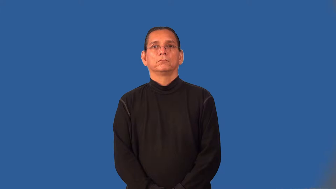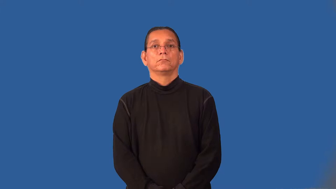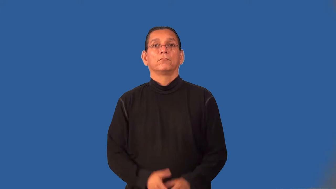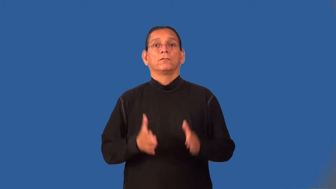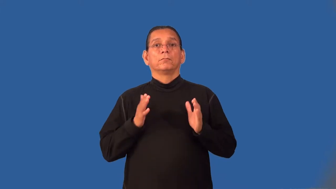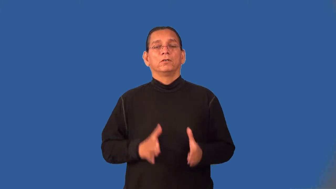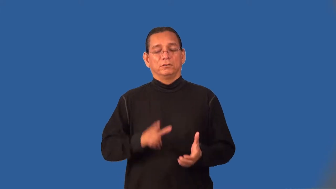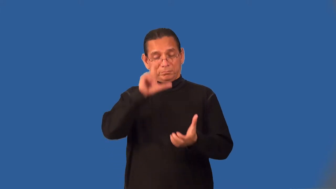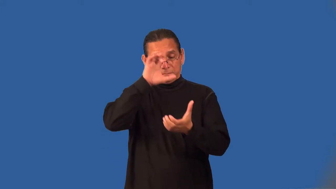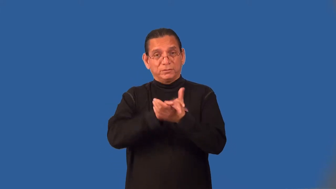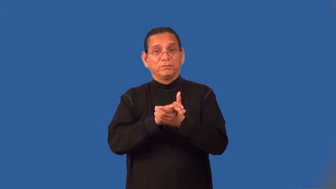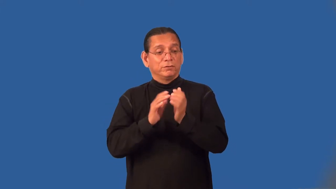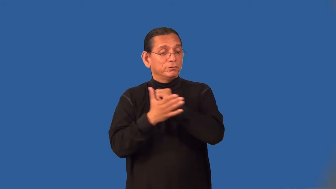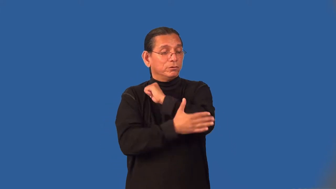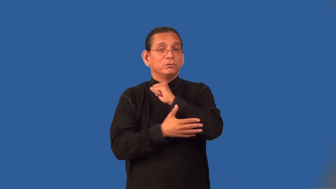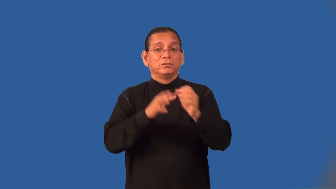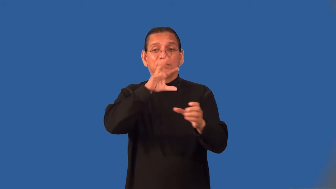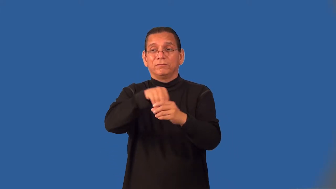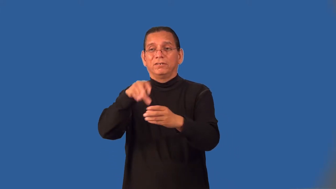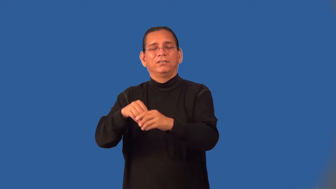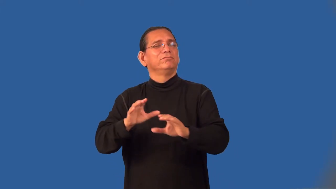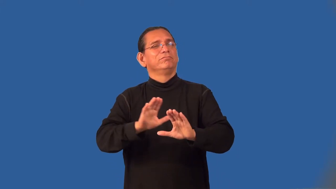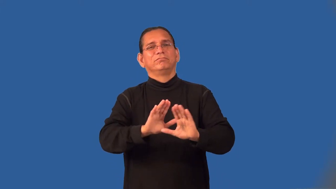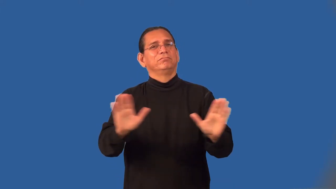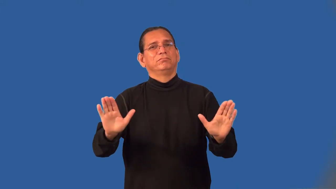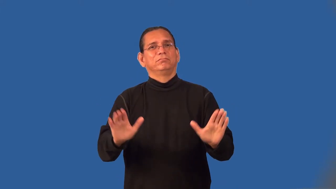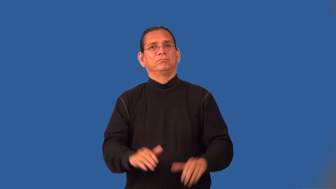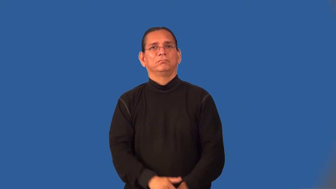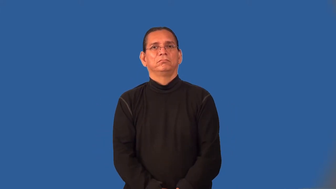isolationist